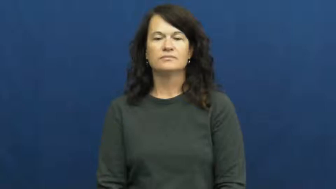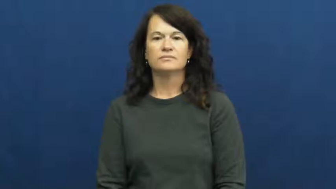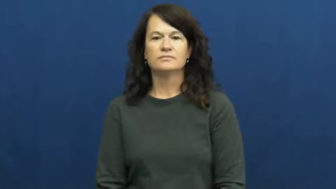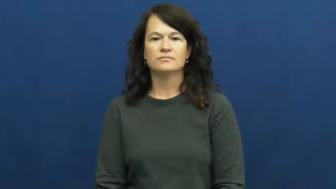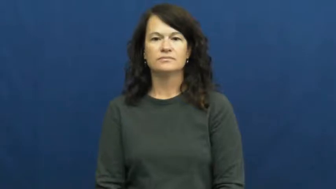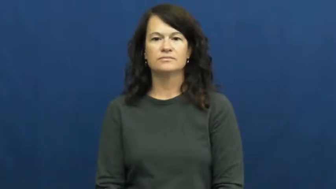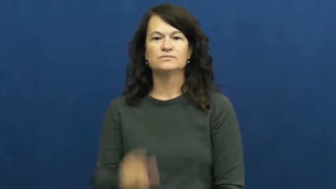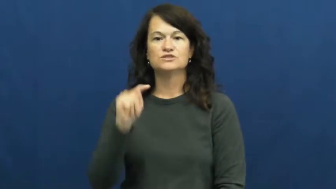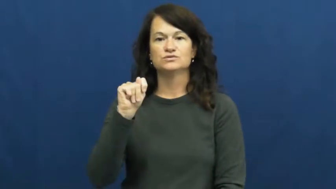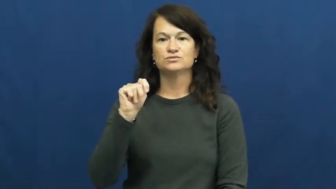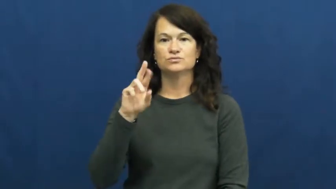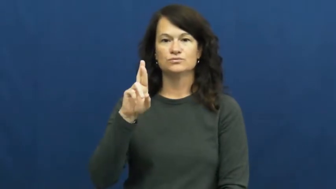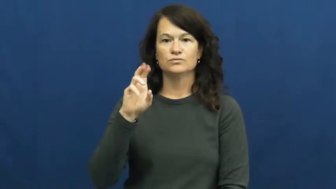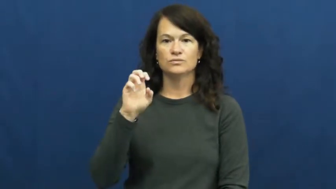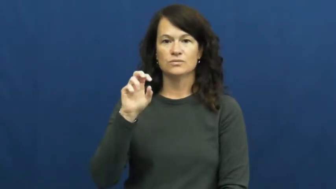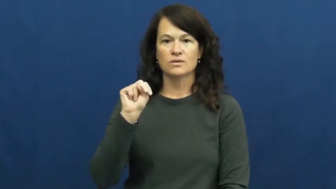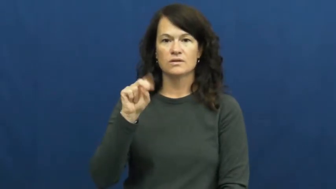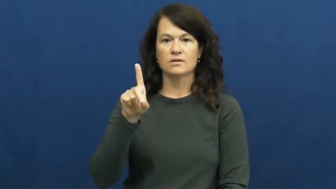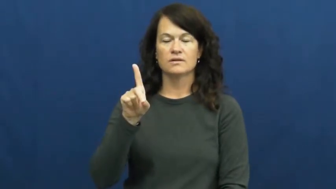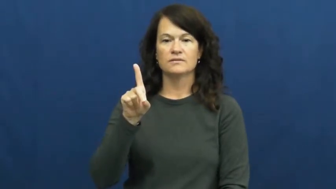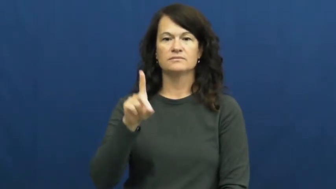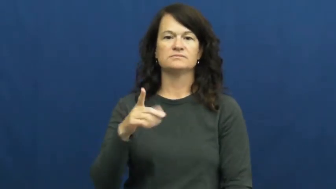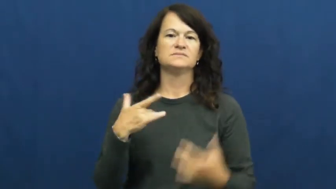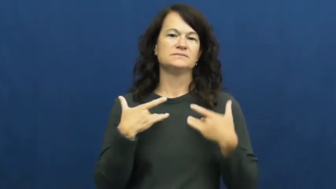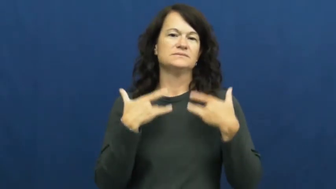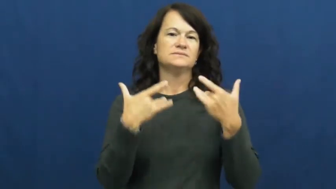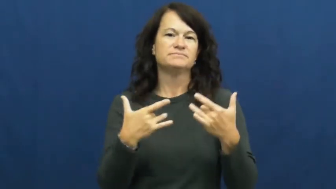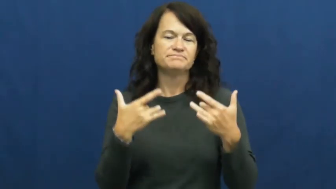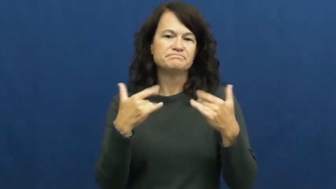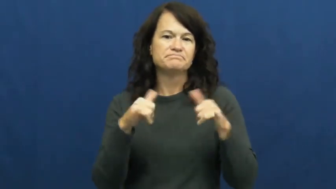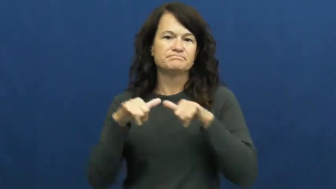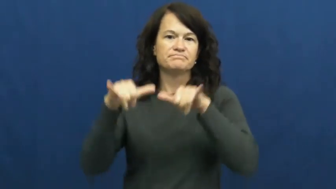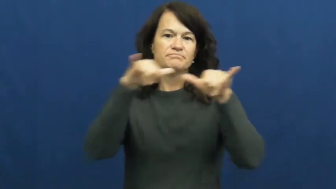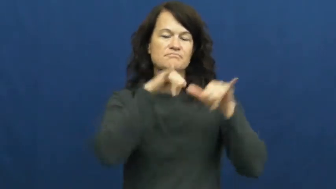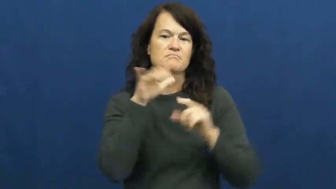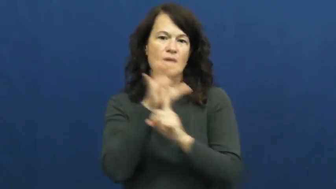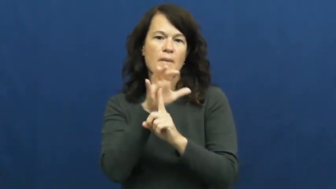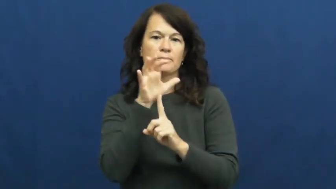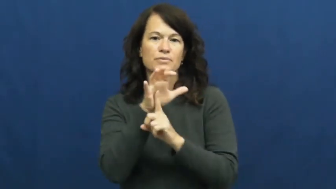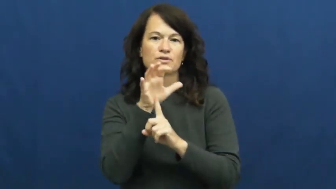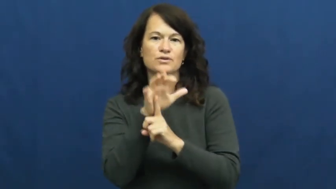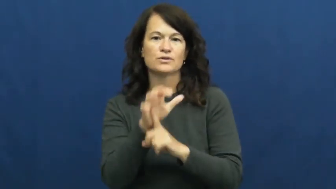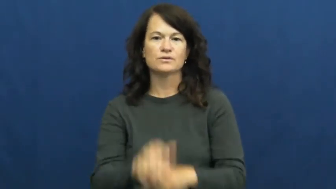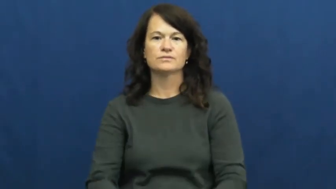trend